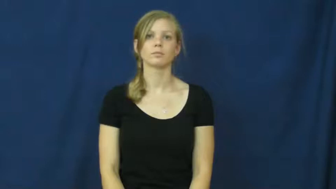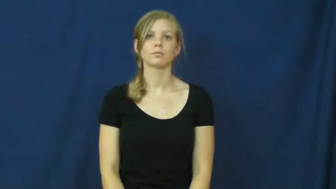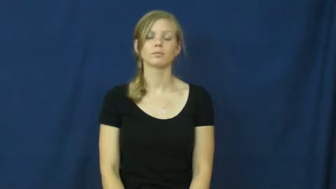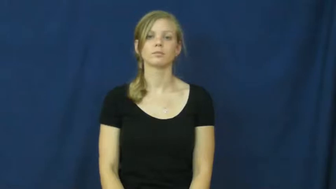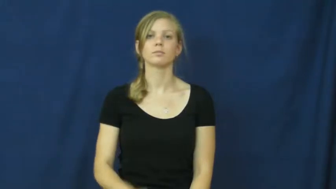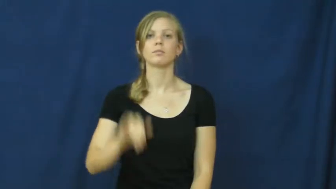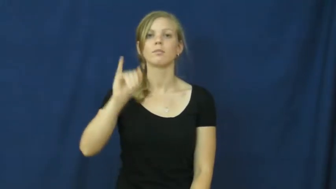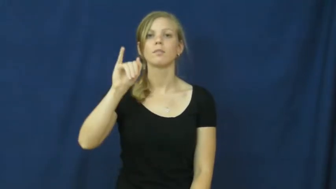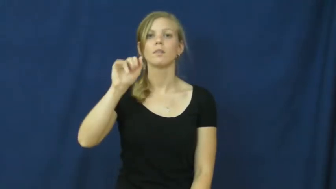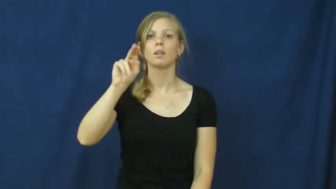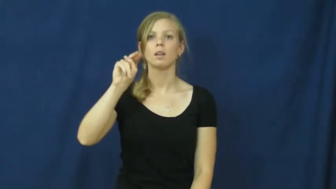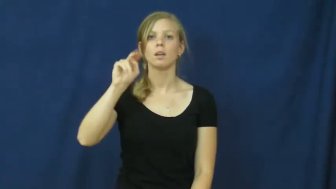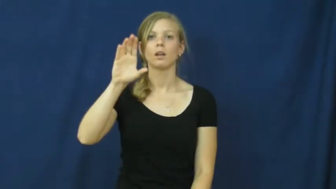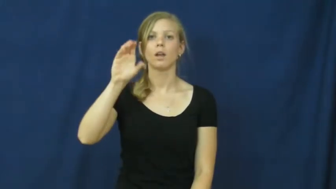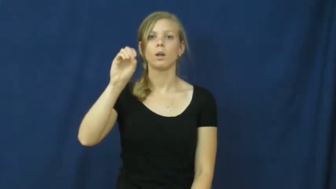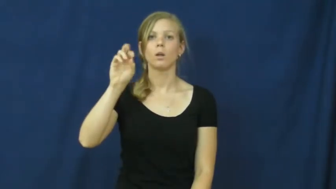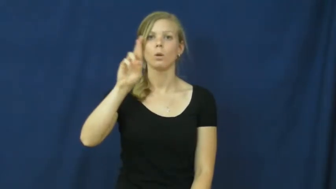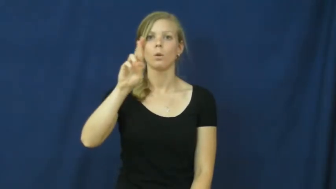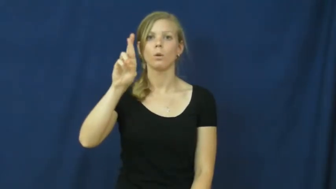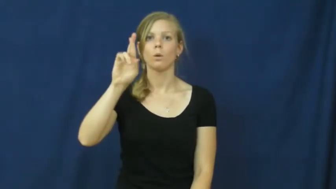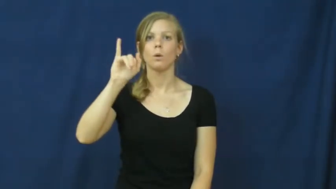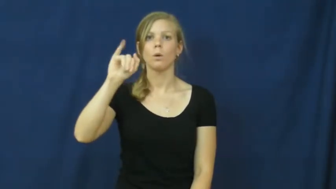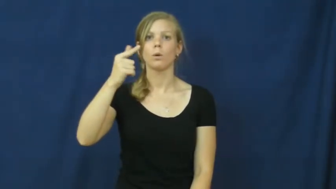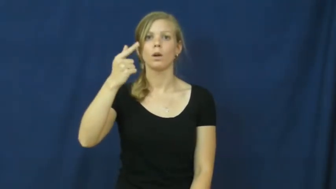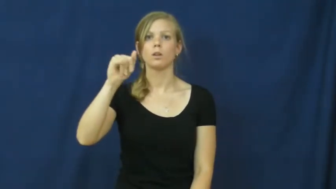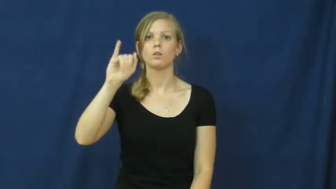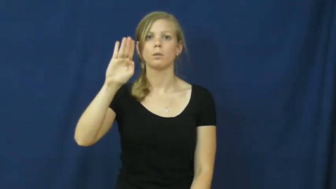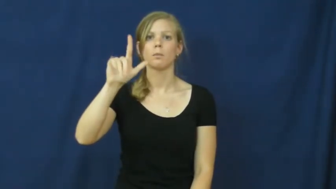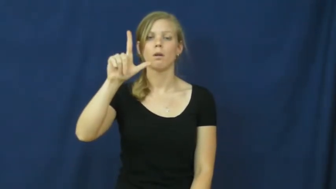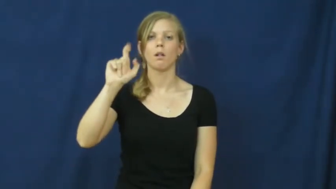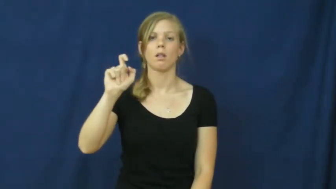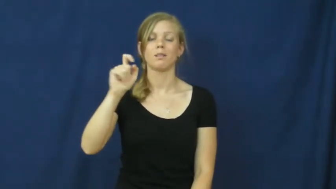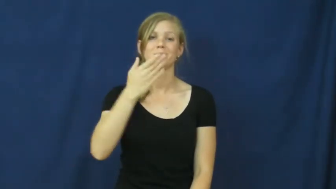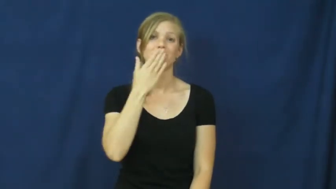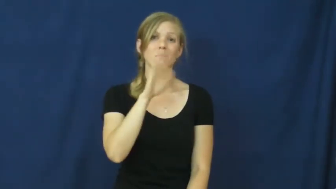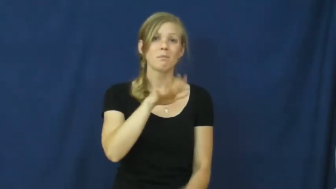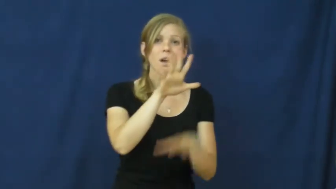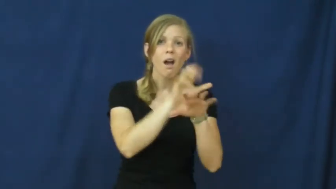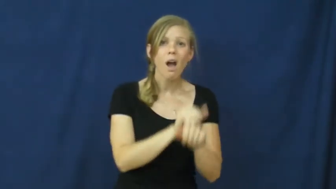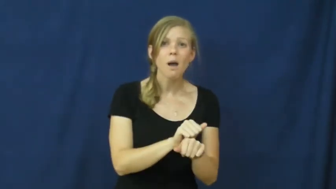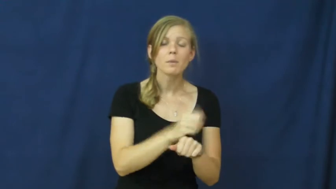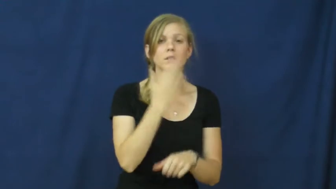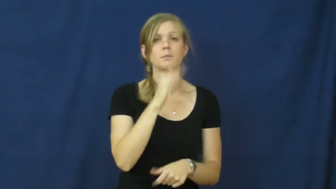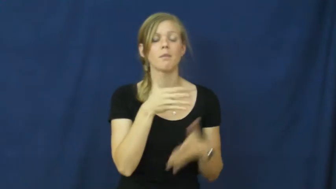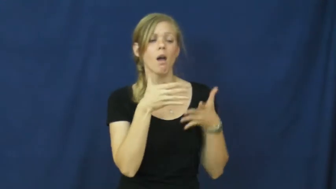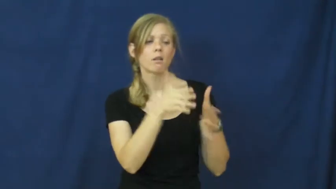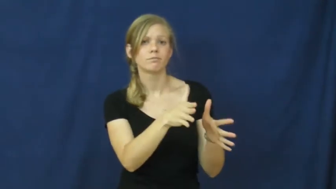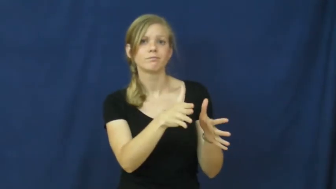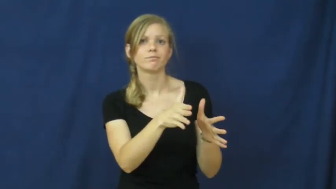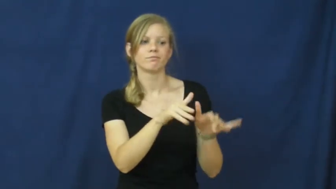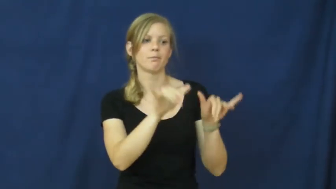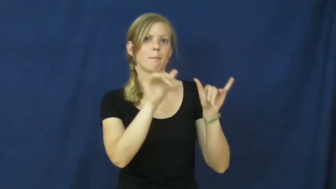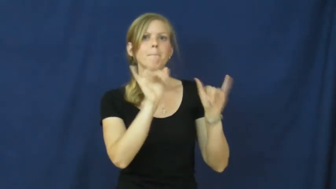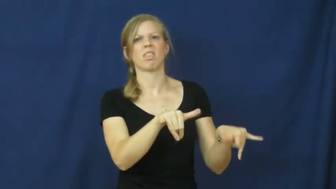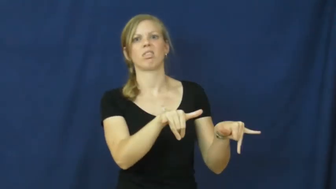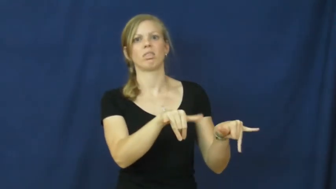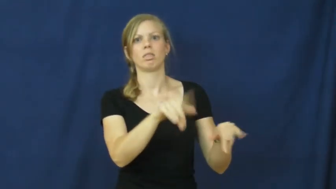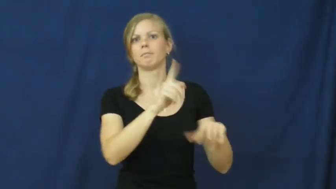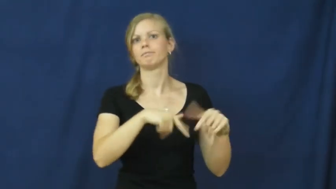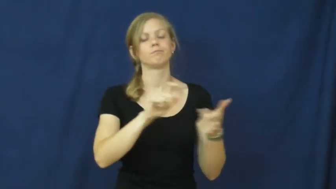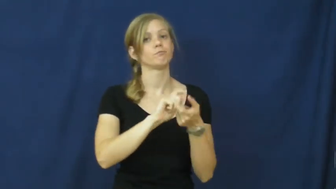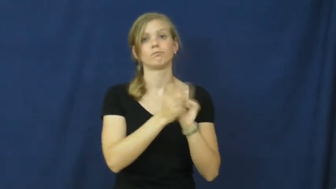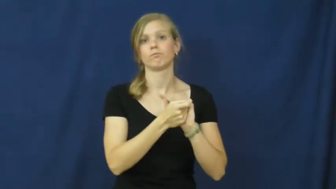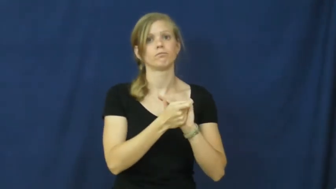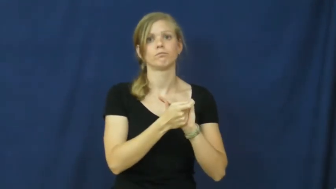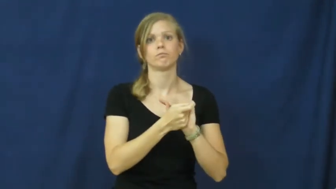incorrigible